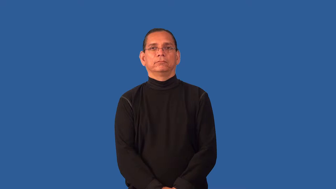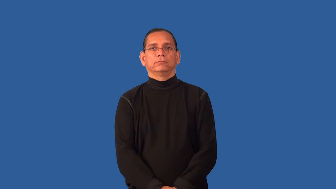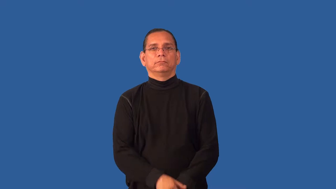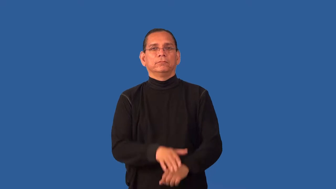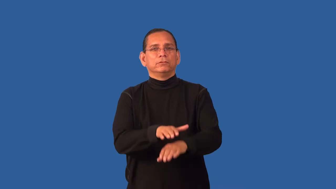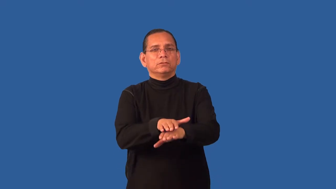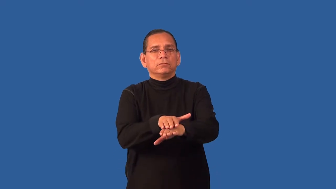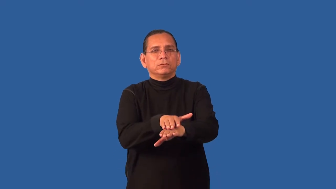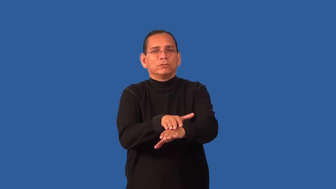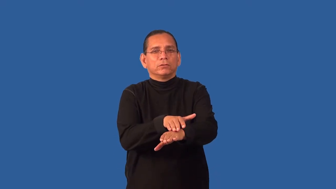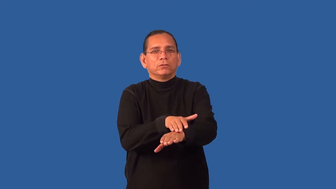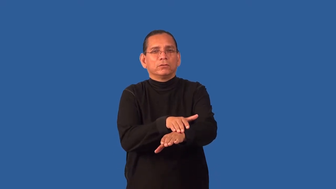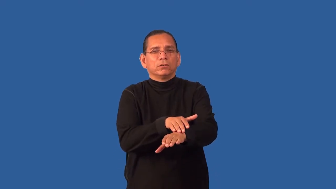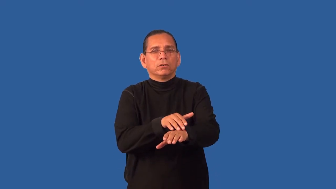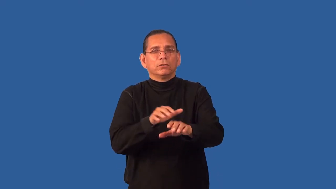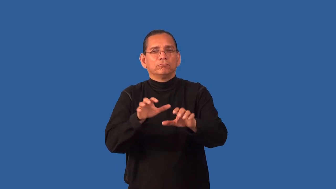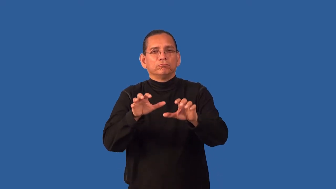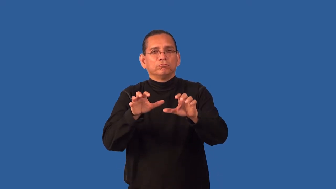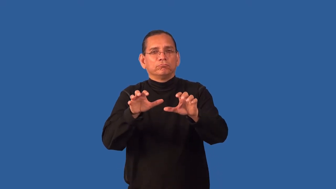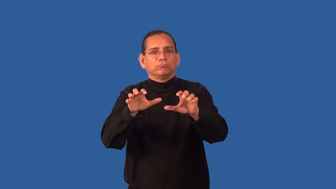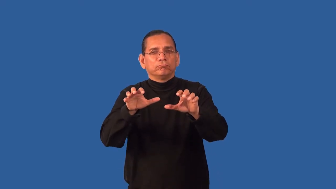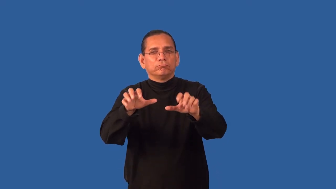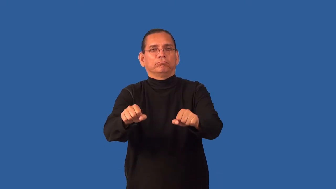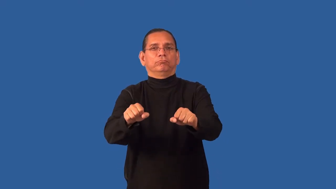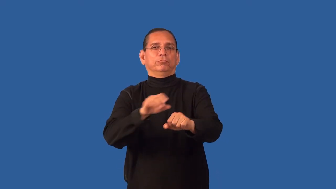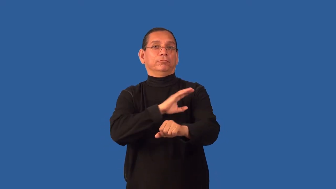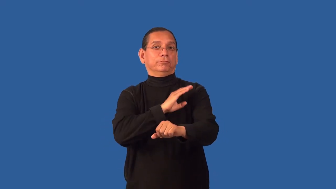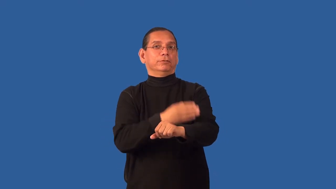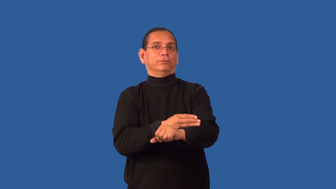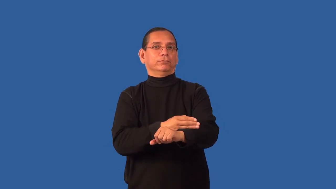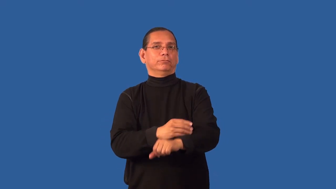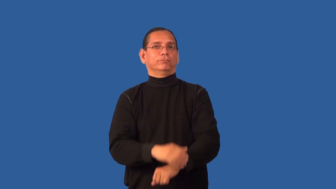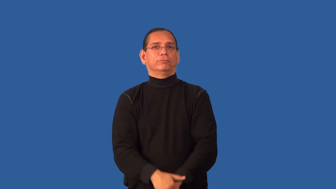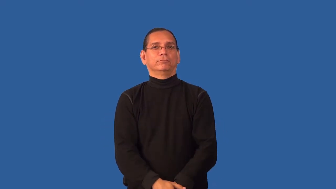encroach-power